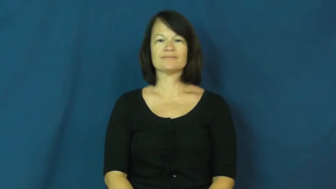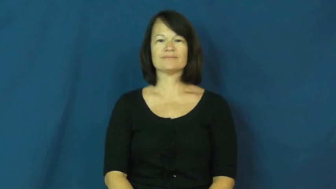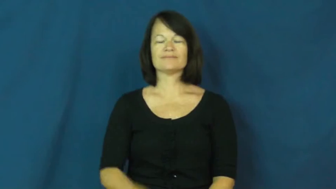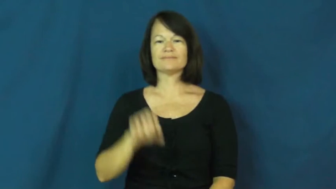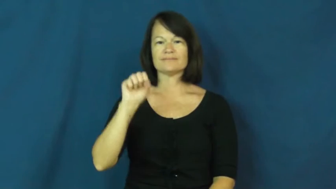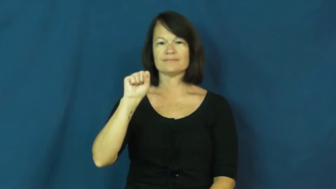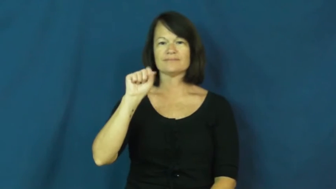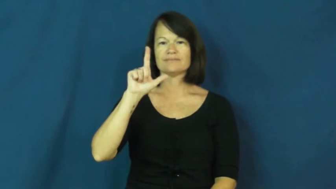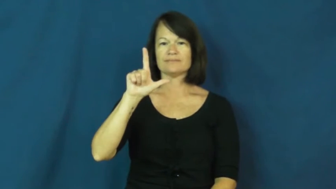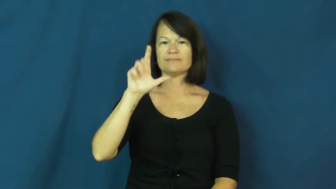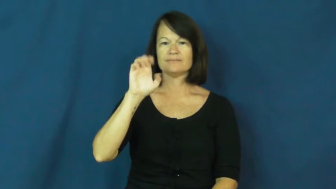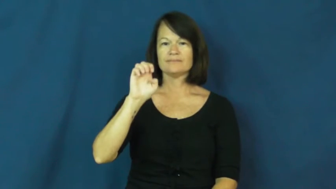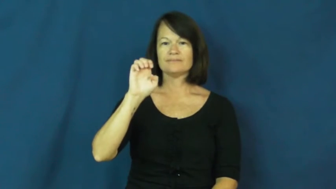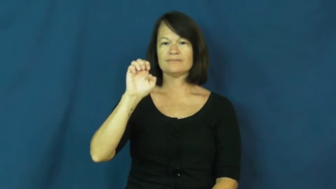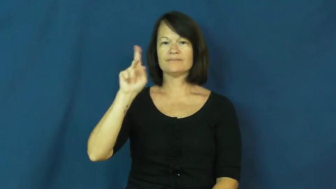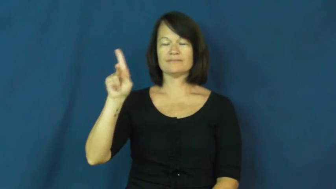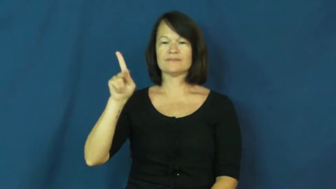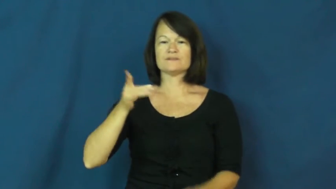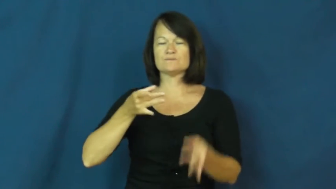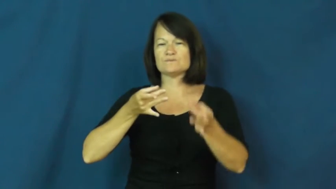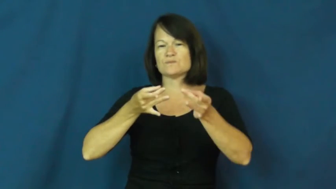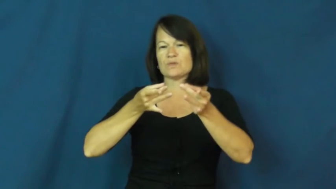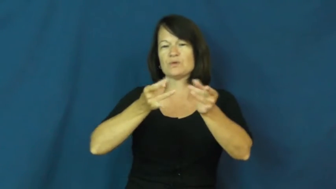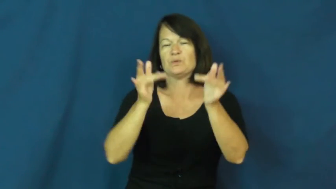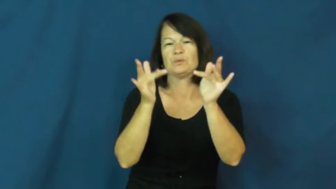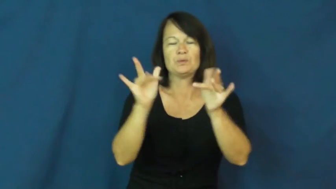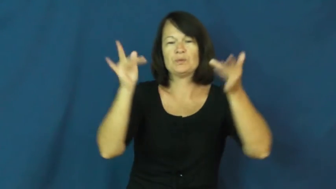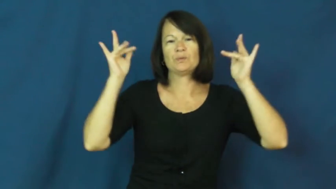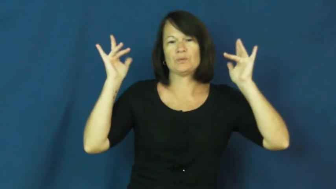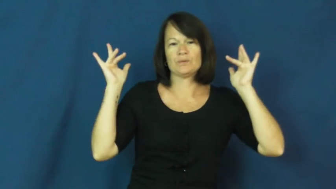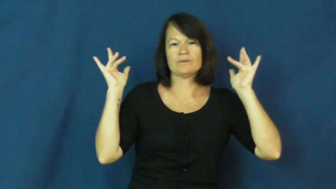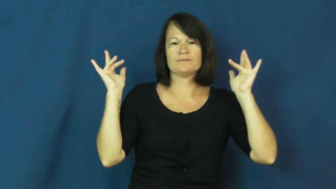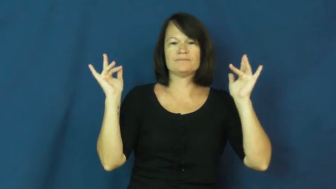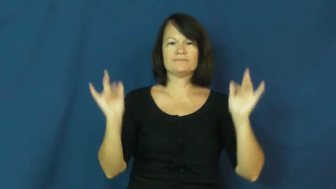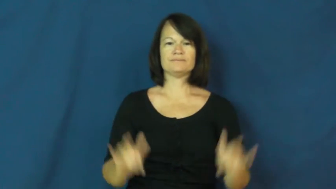sleek